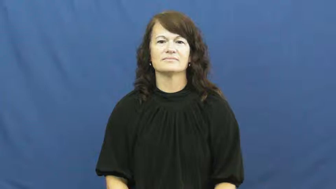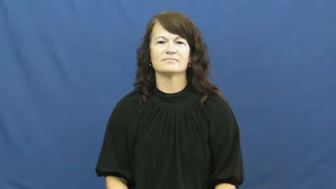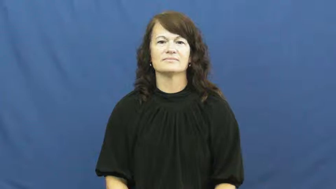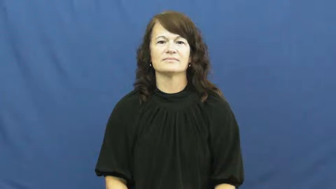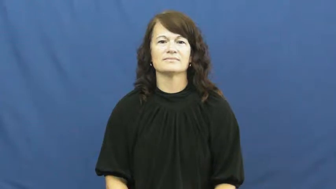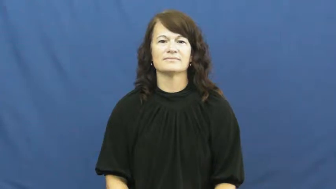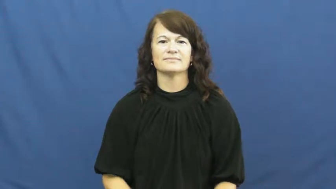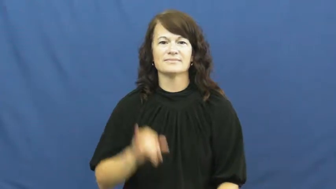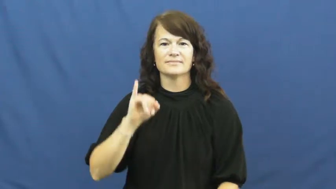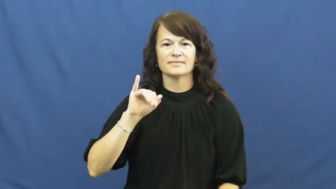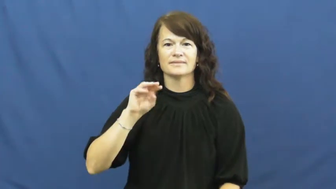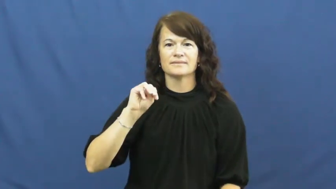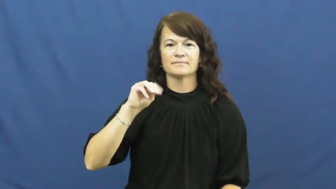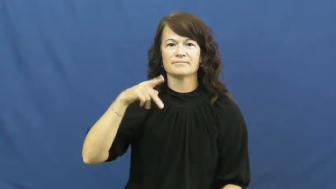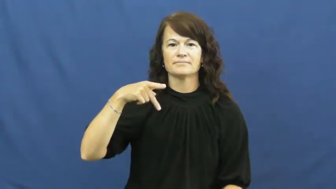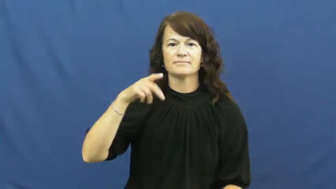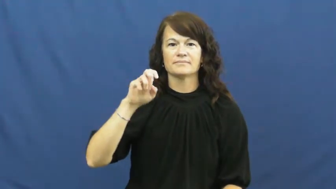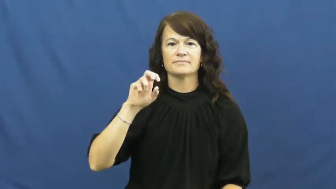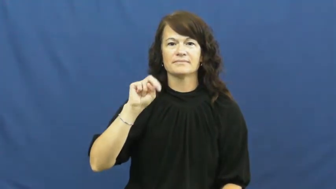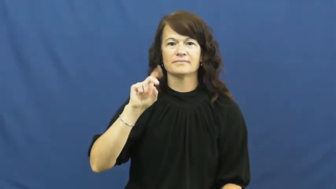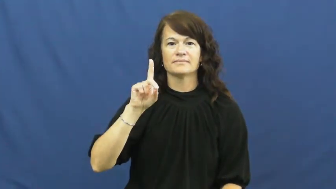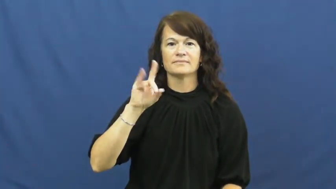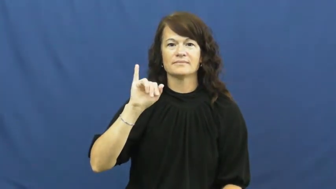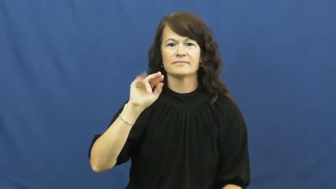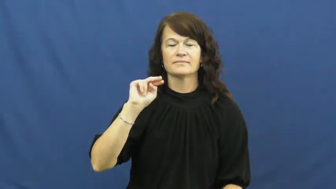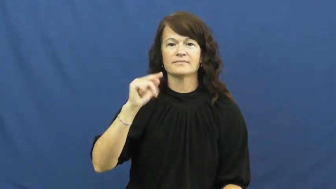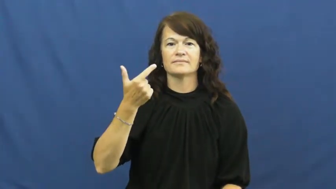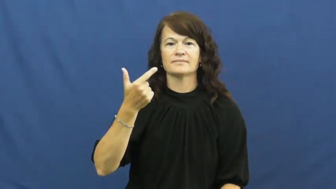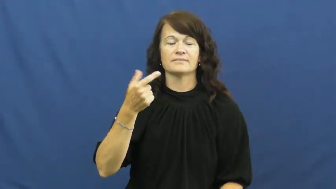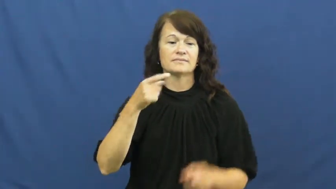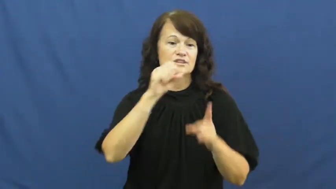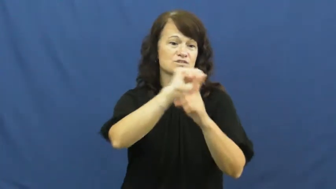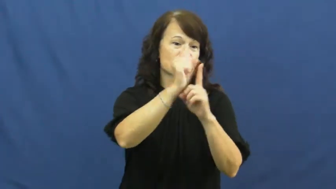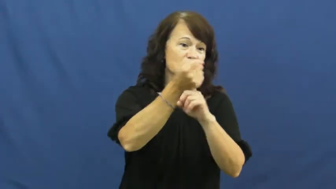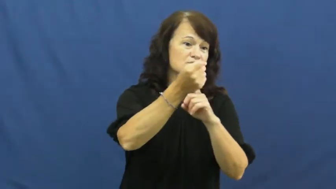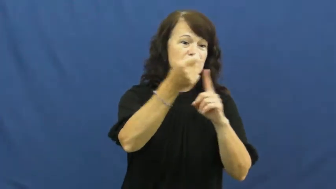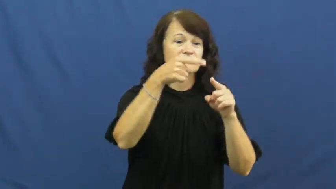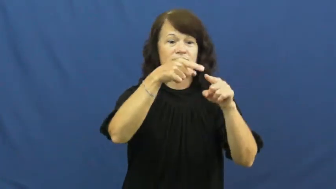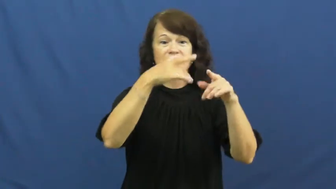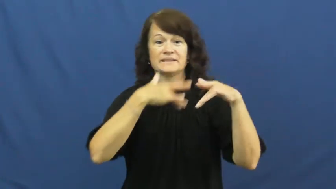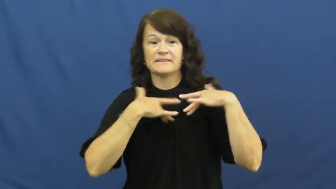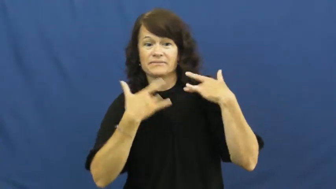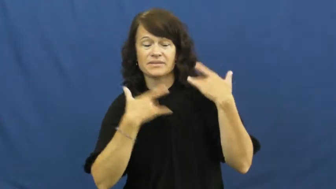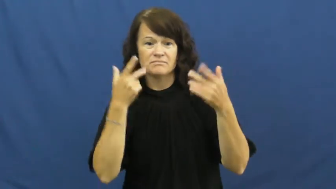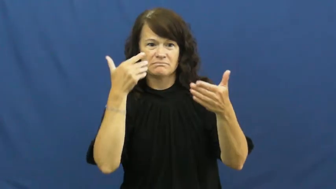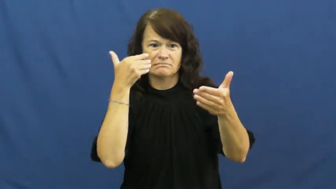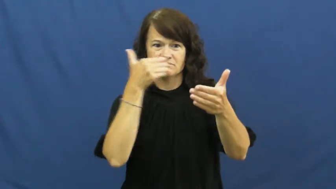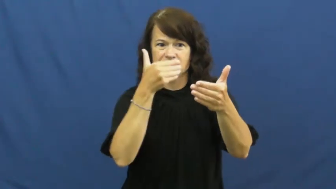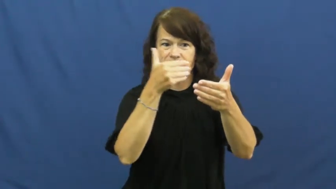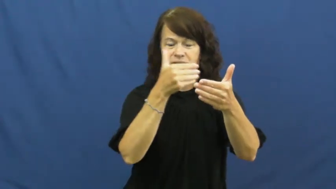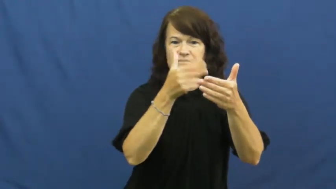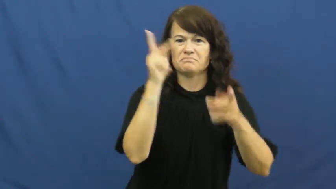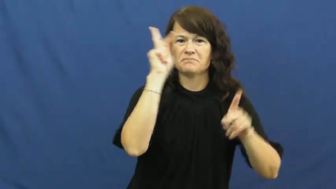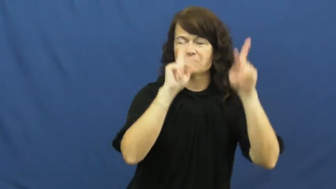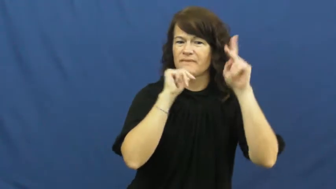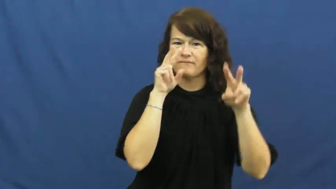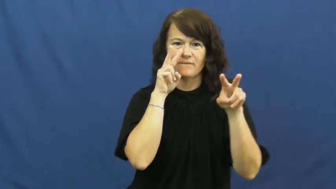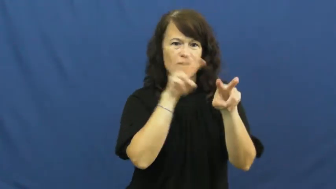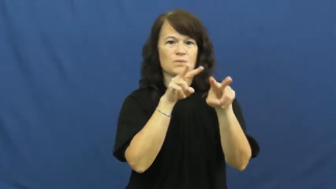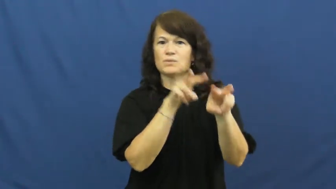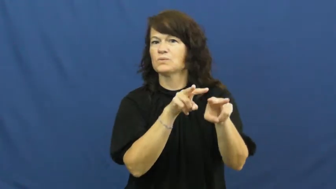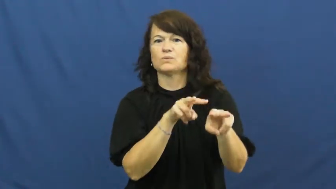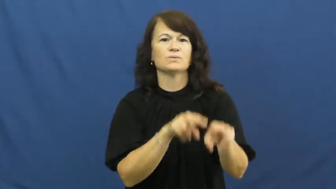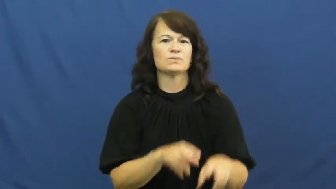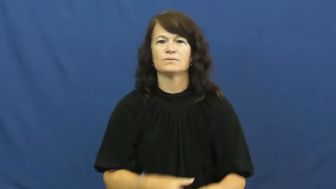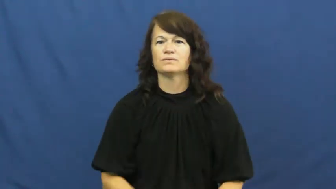impending